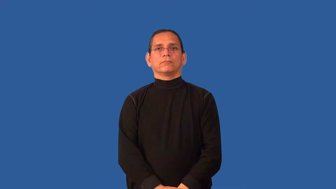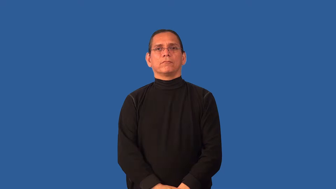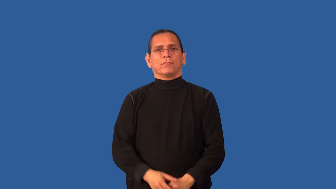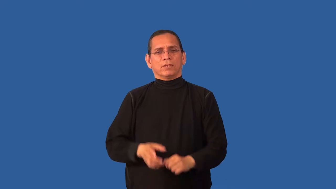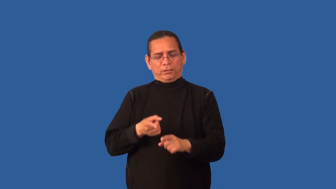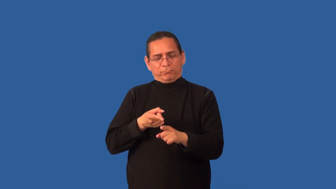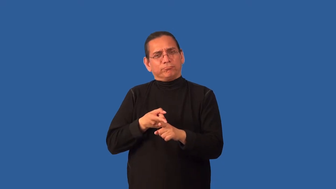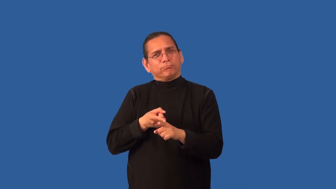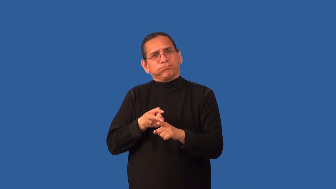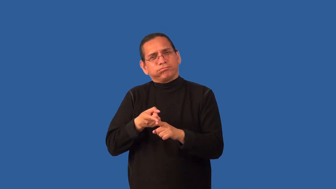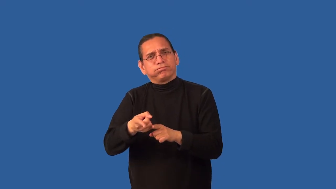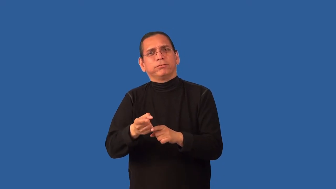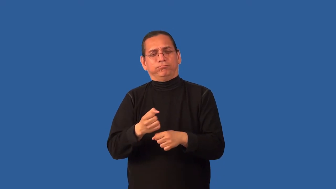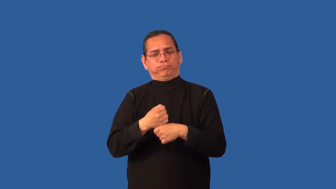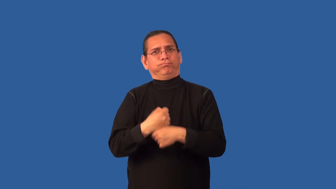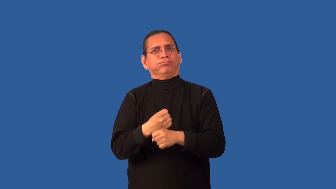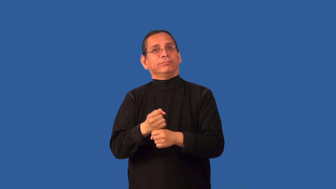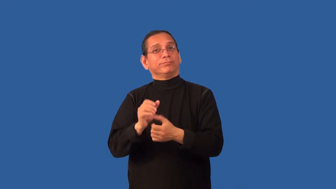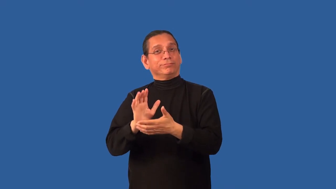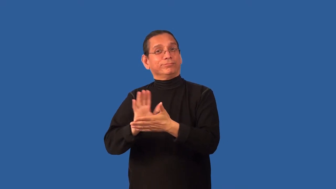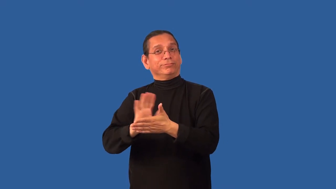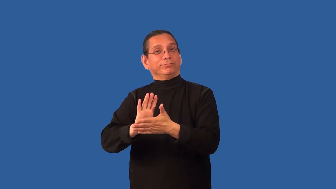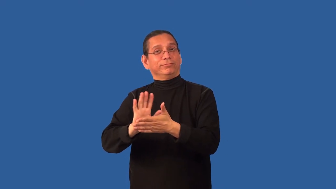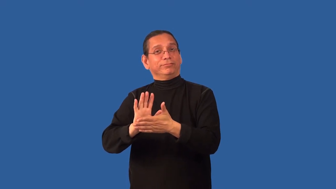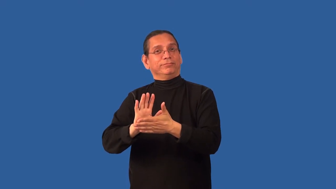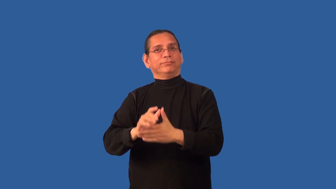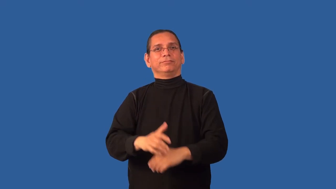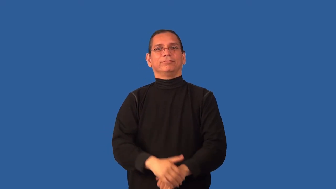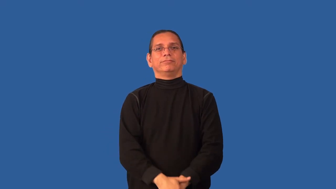cinematography